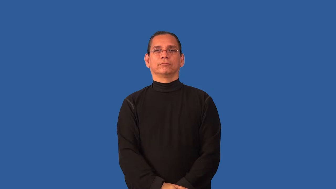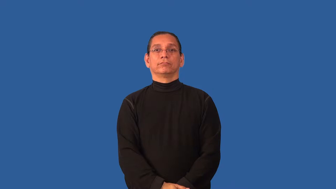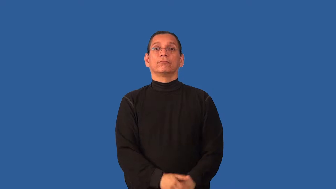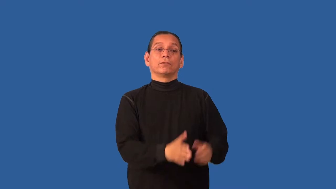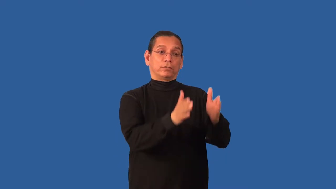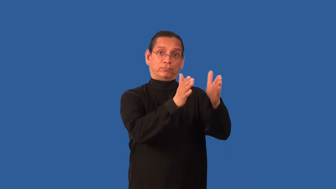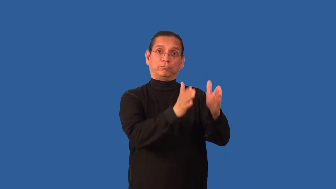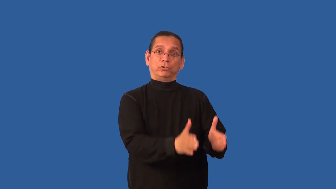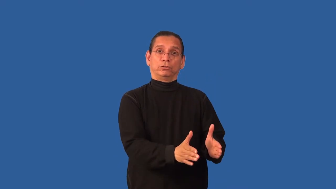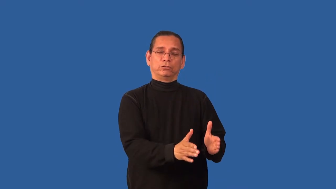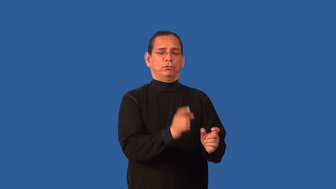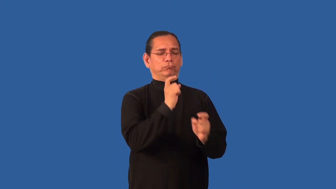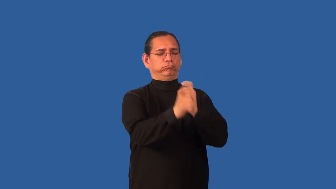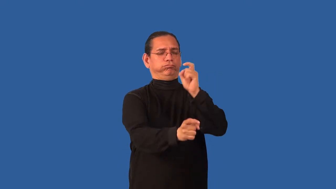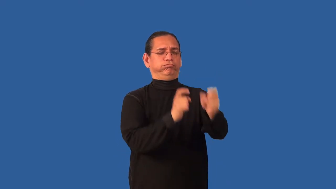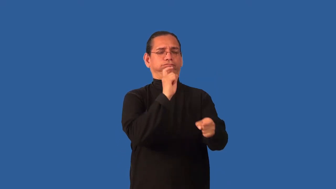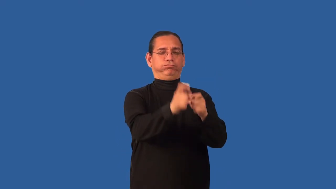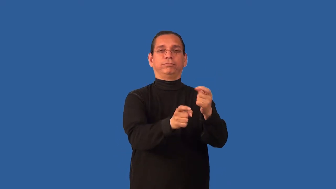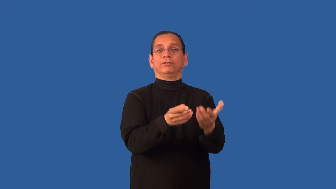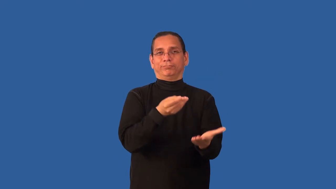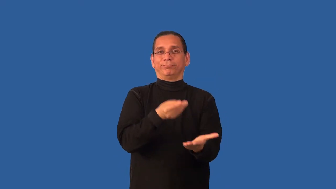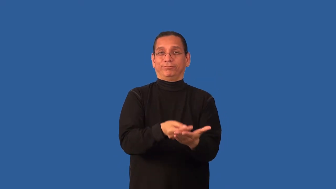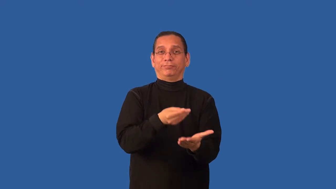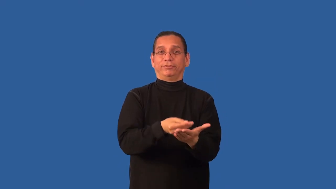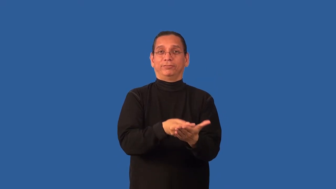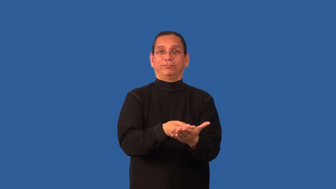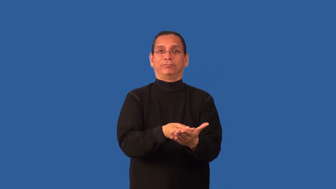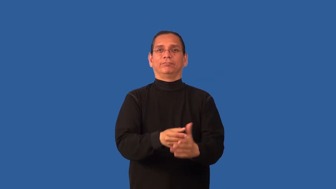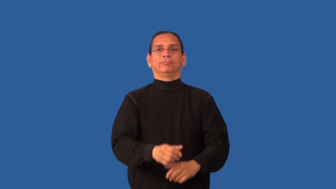benefactor